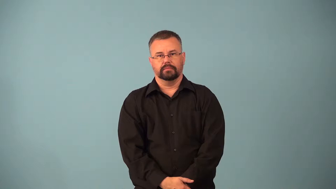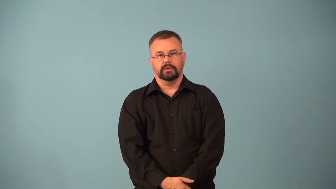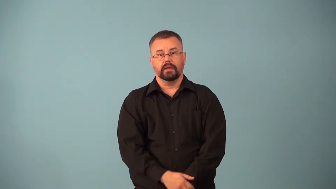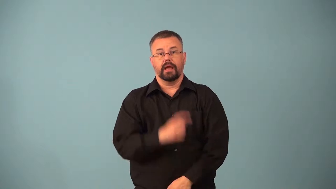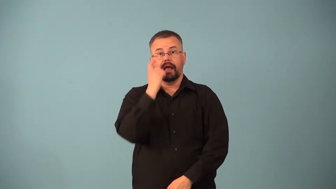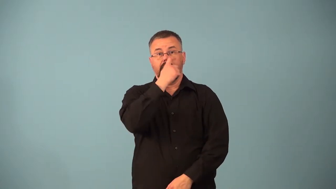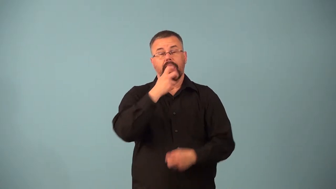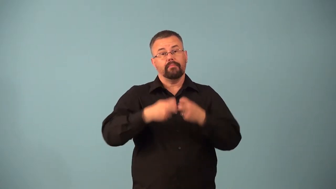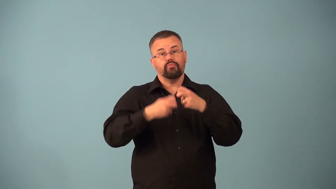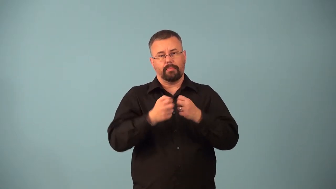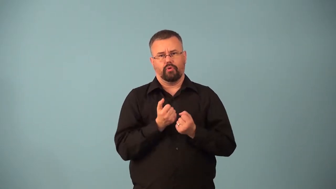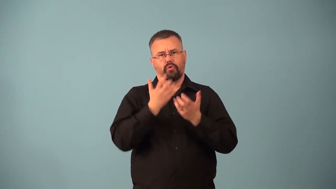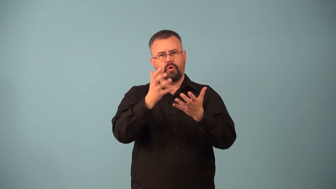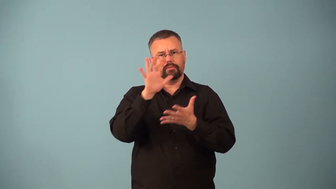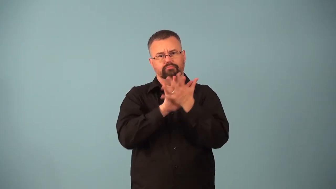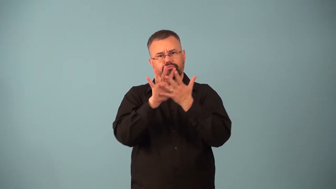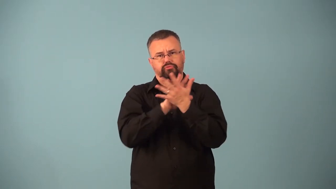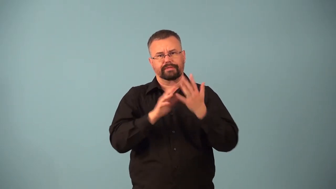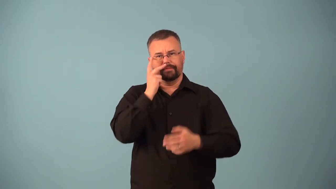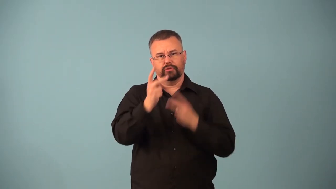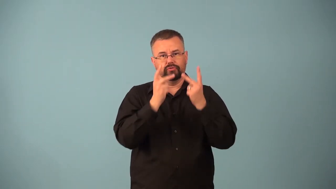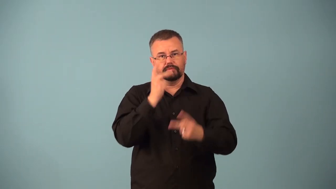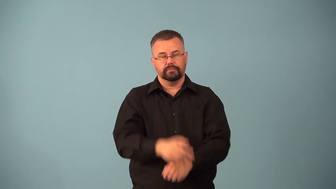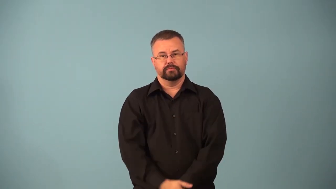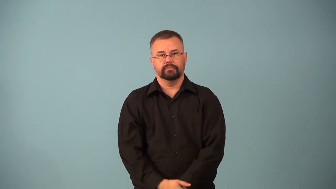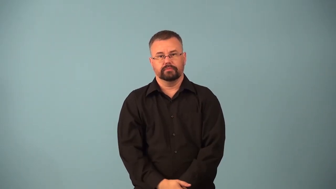astigmatism